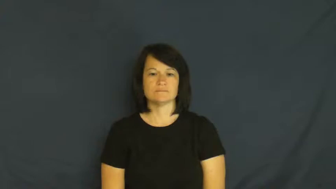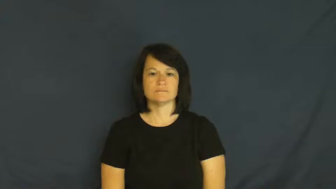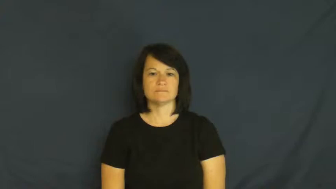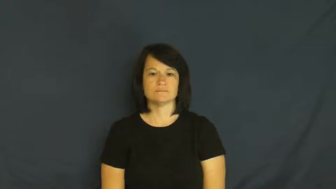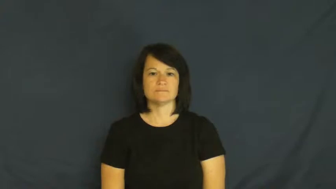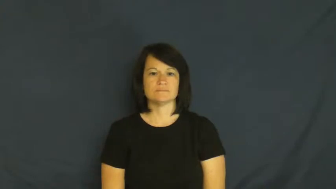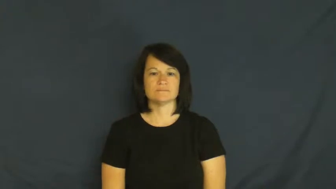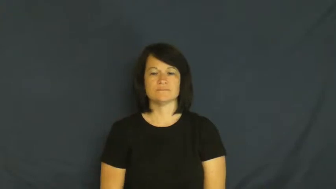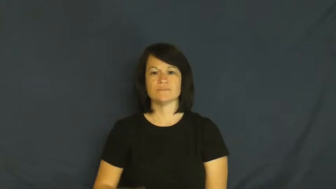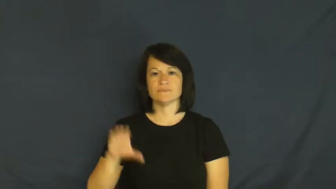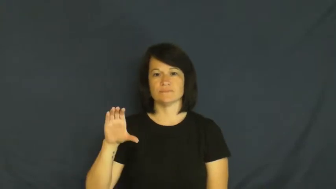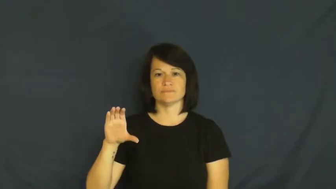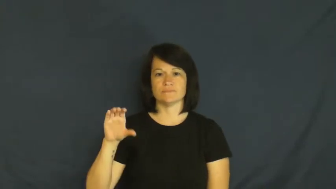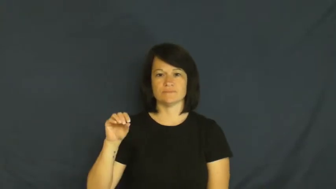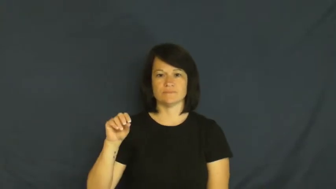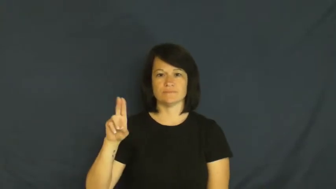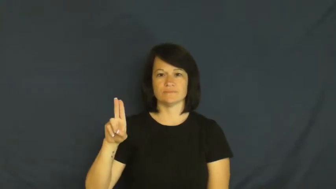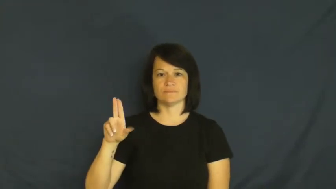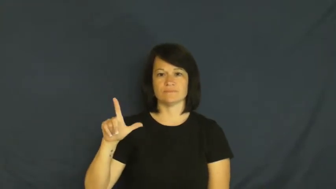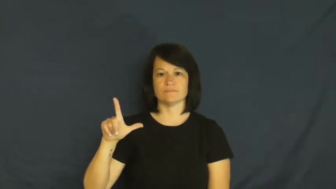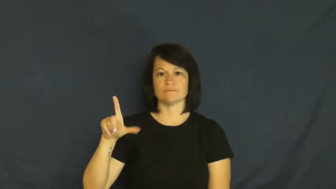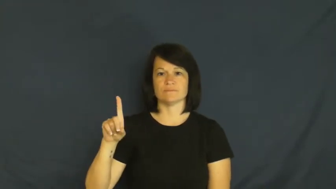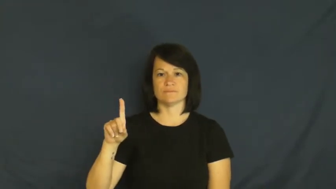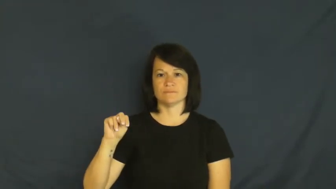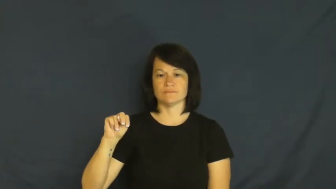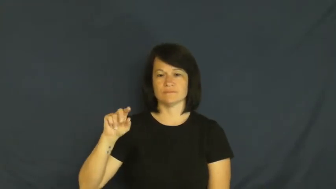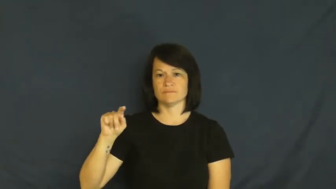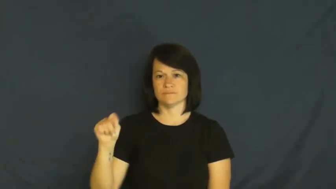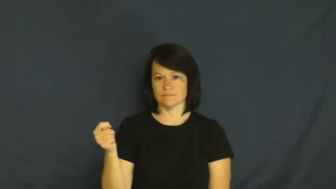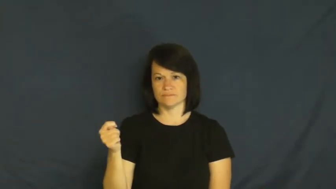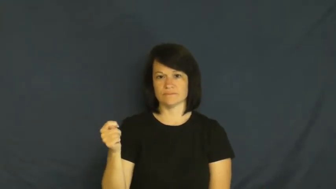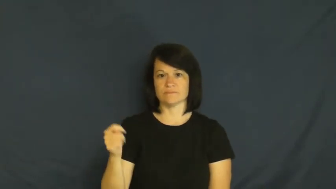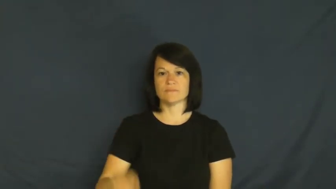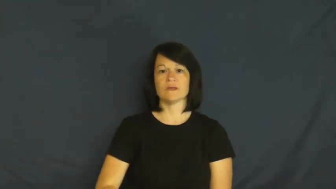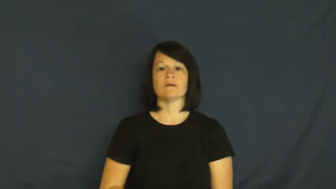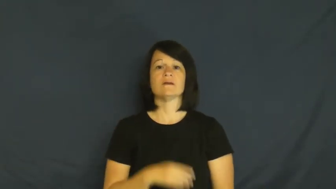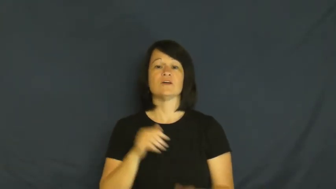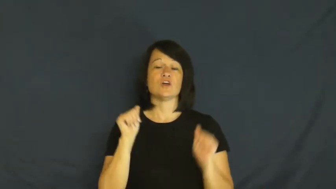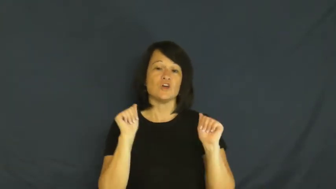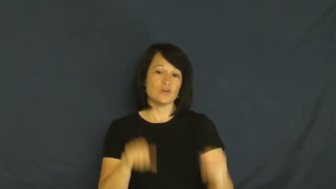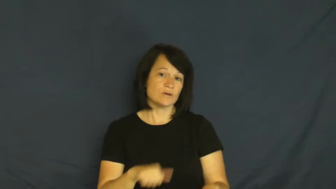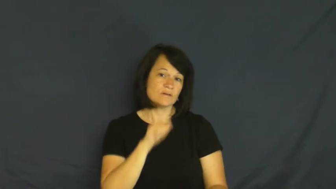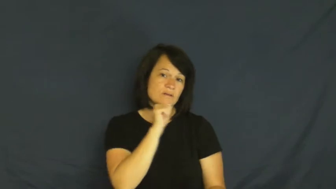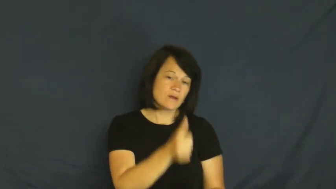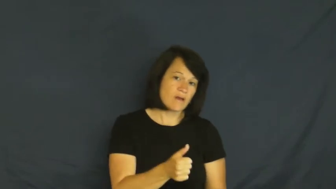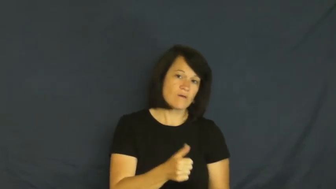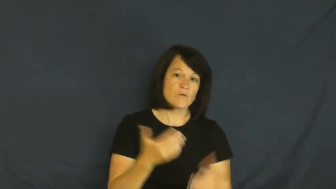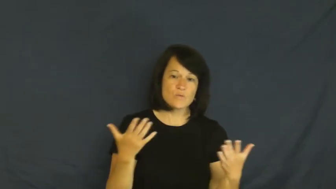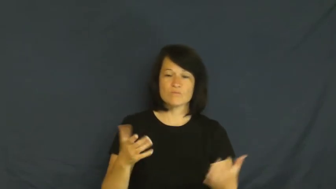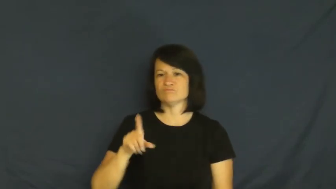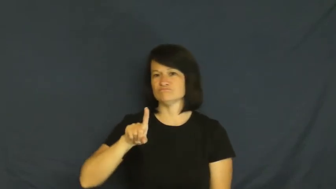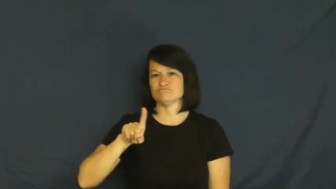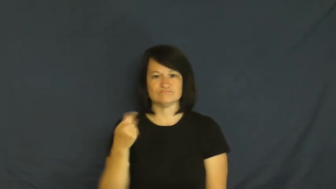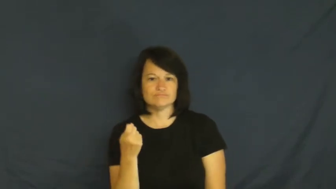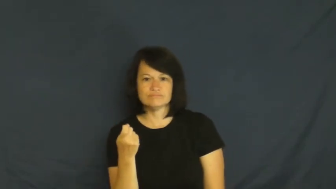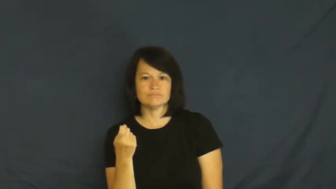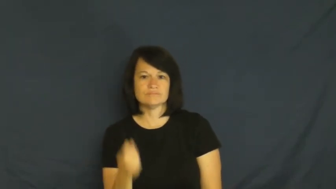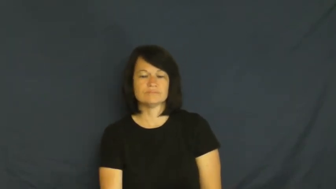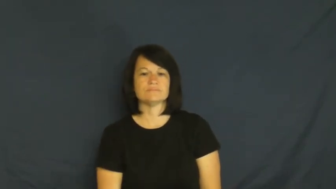couldn't